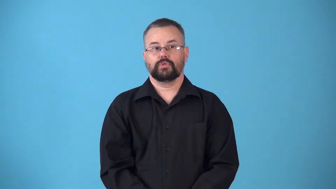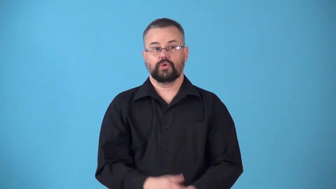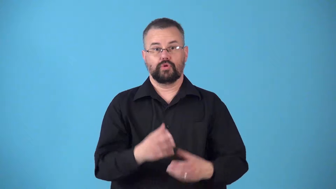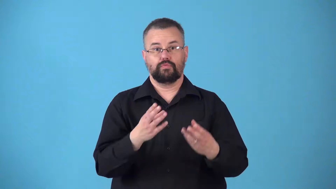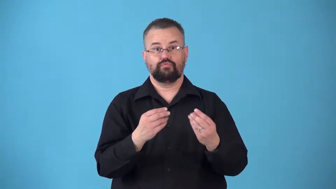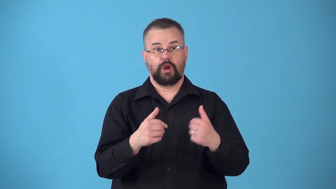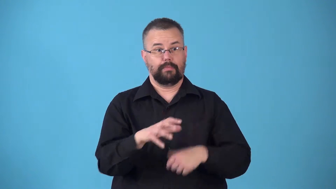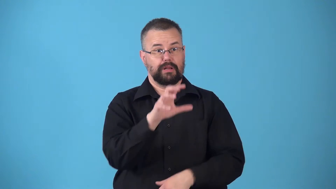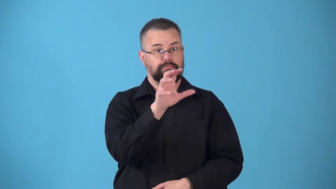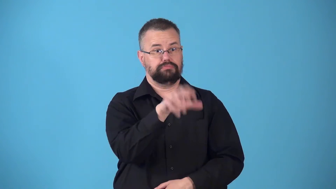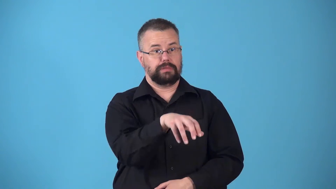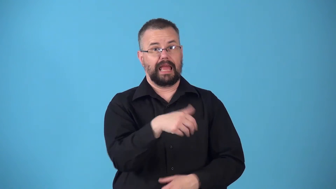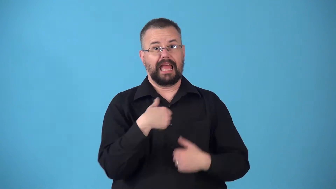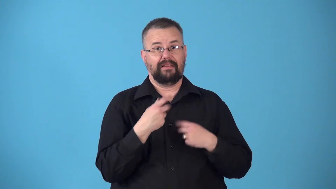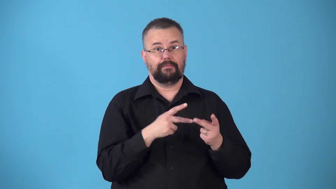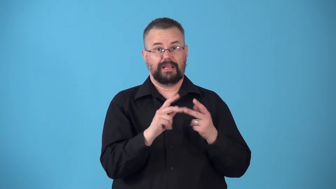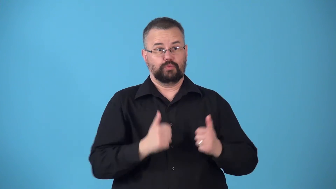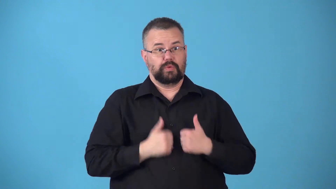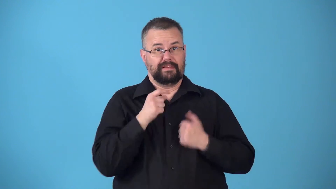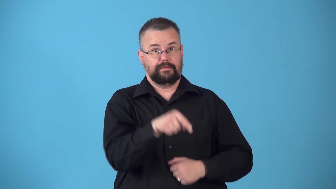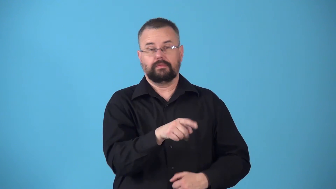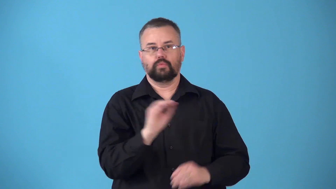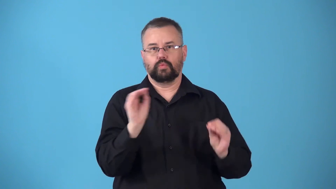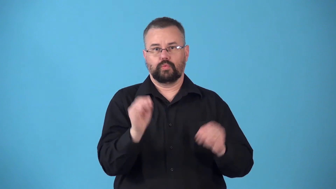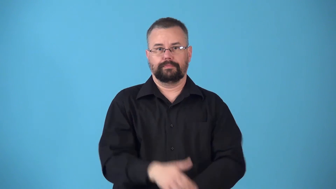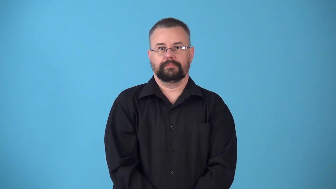nonresidential